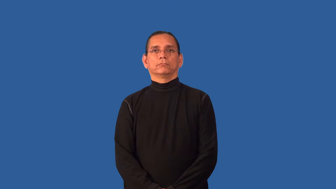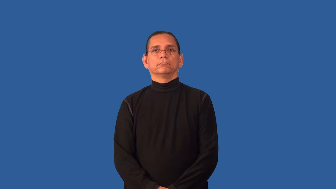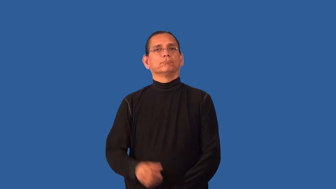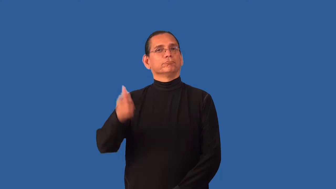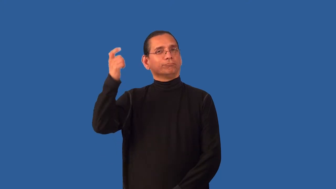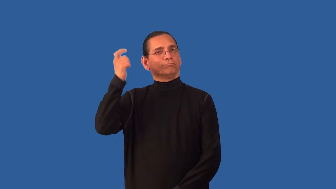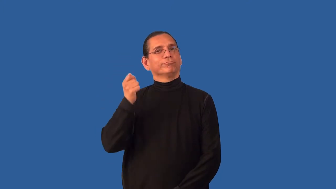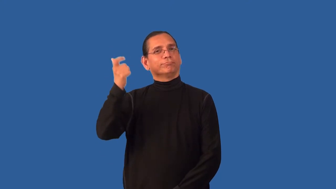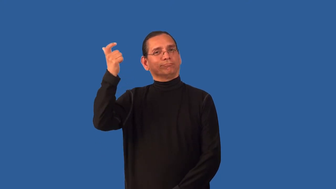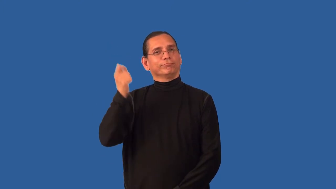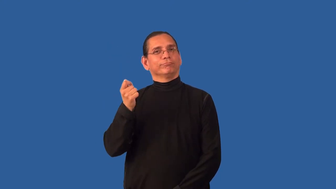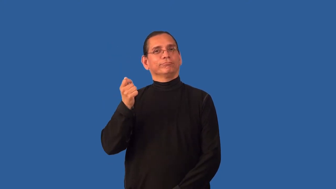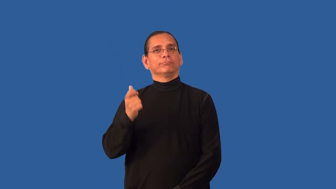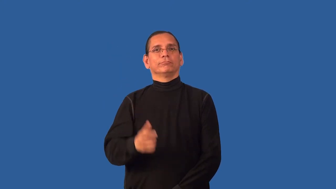charity,handout